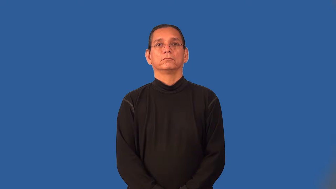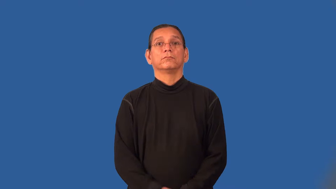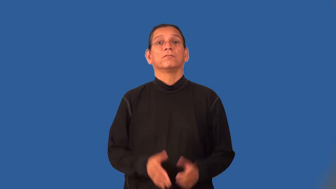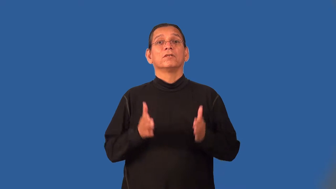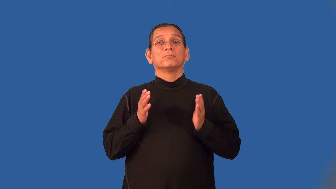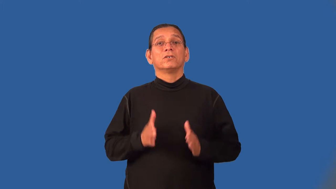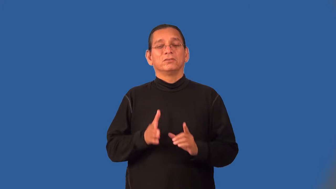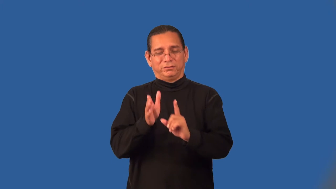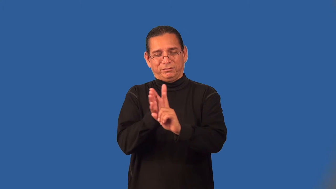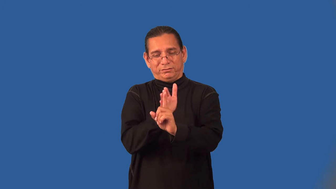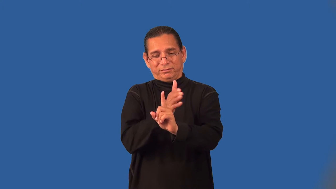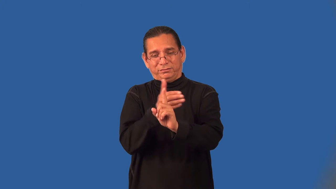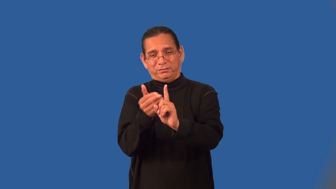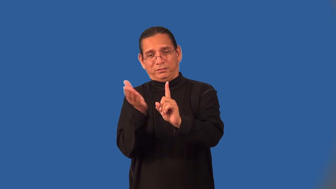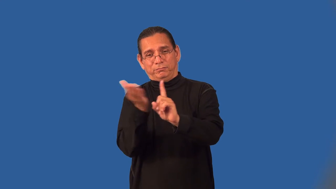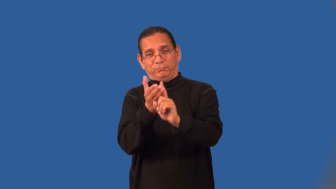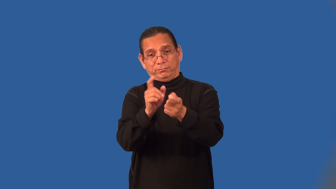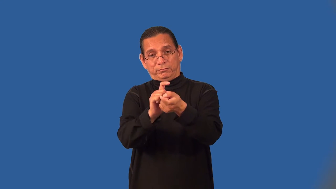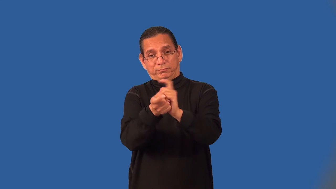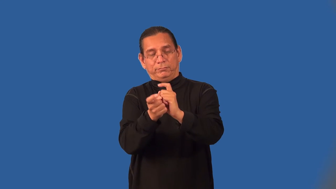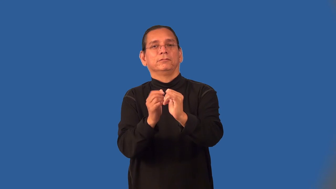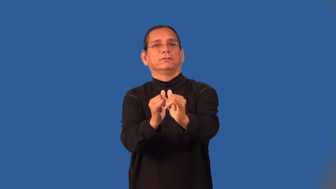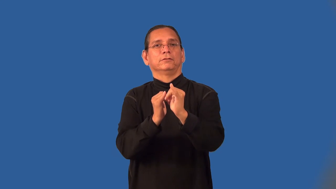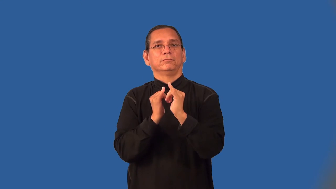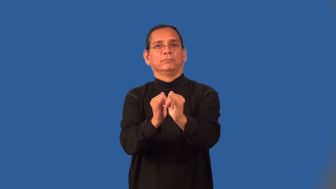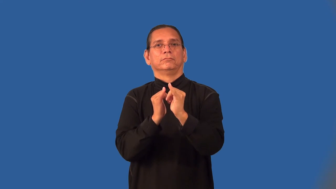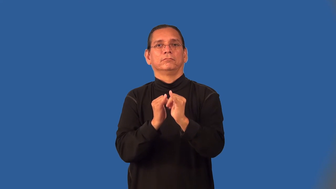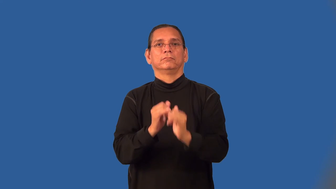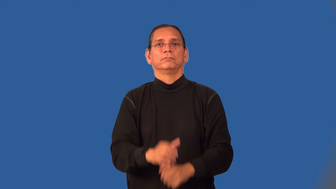proselytizer